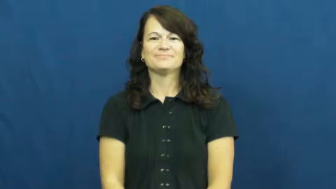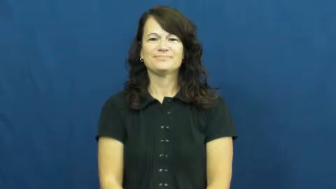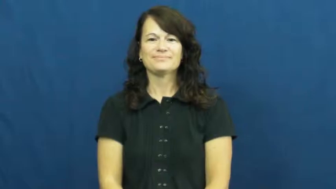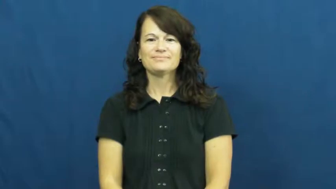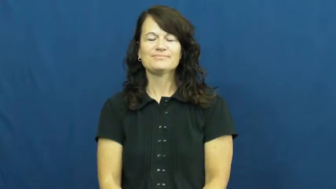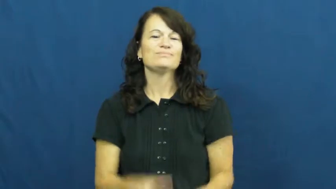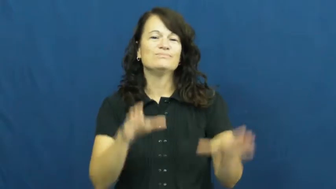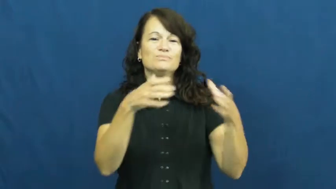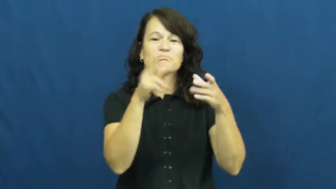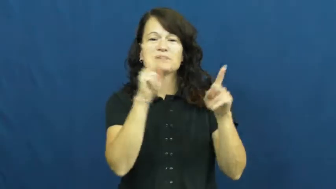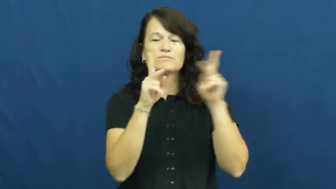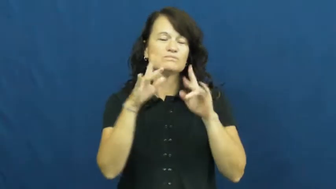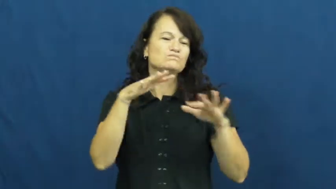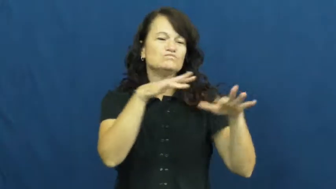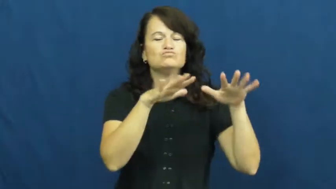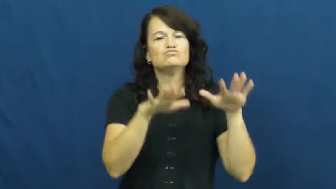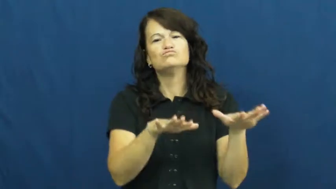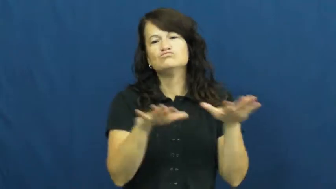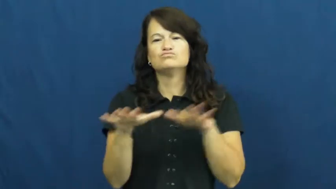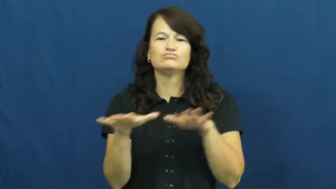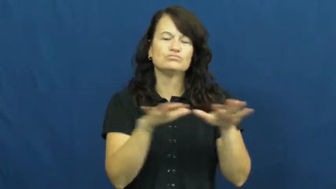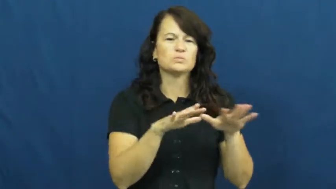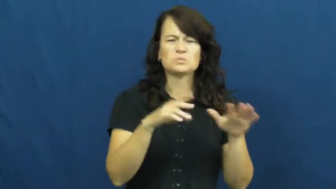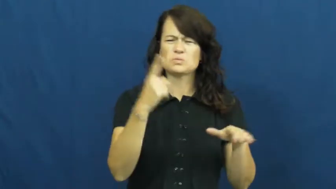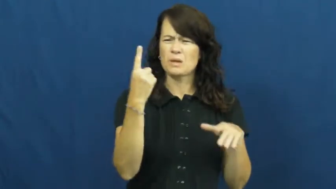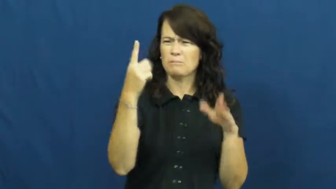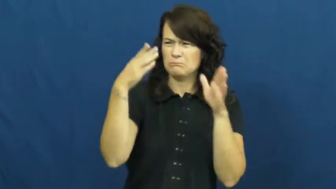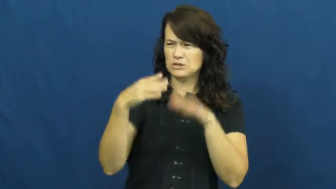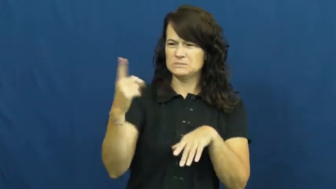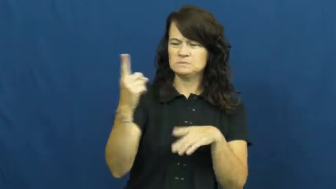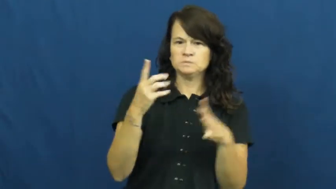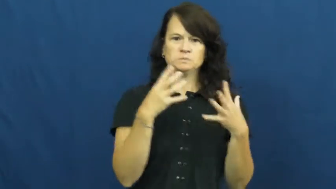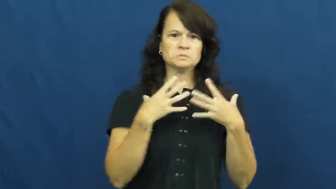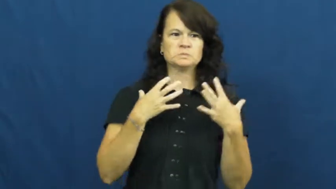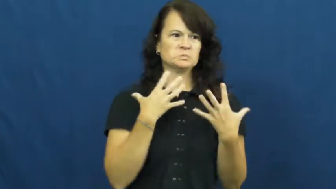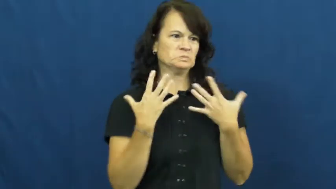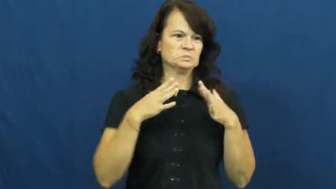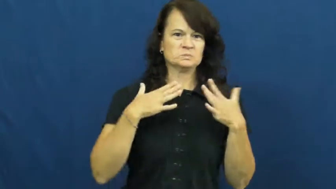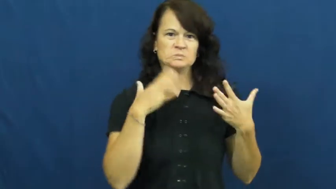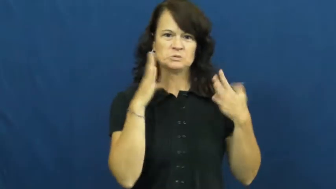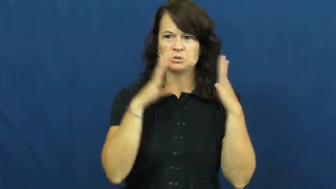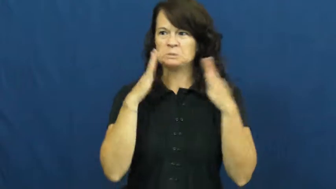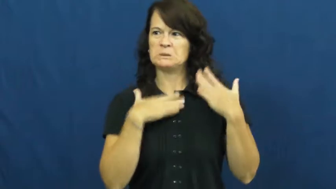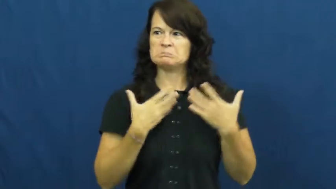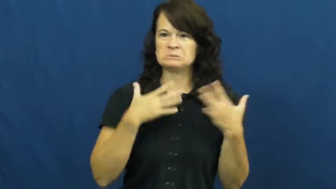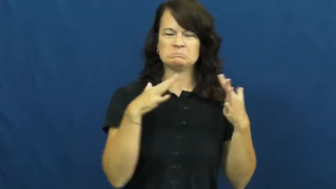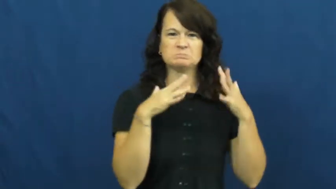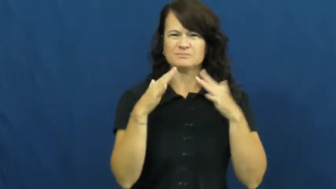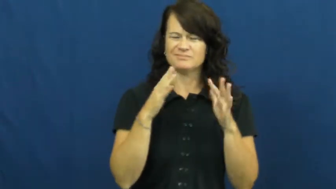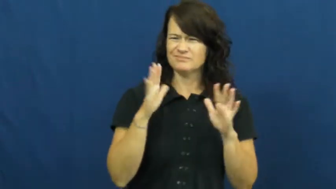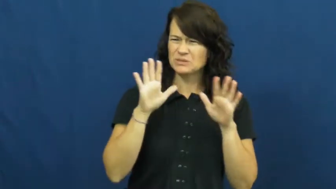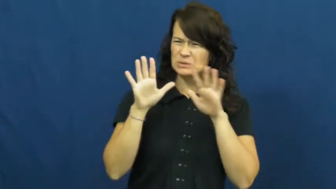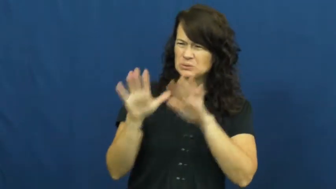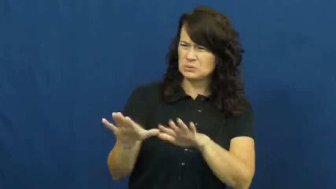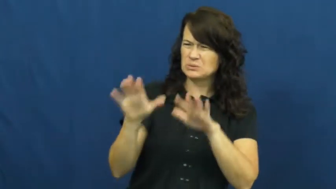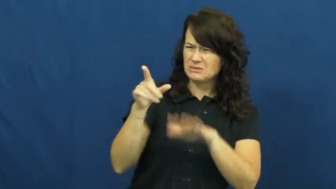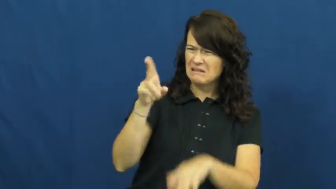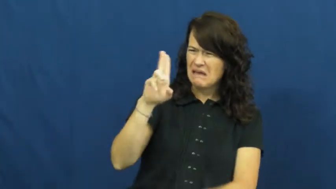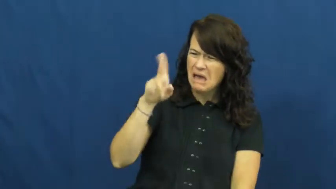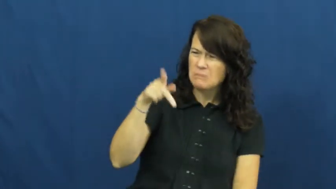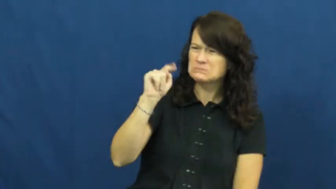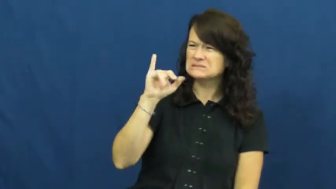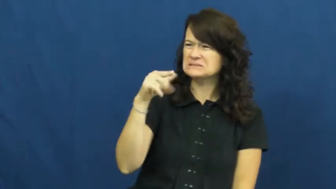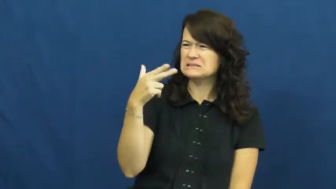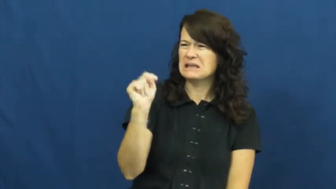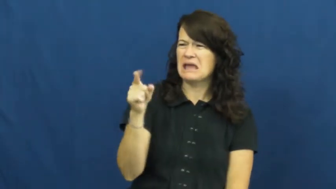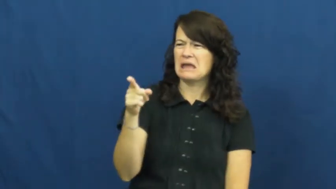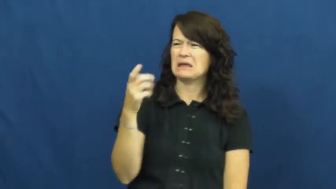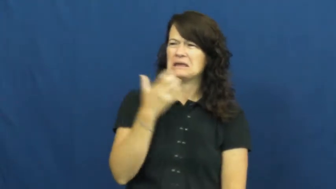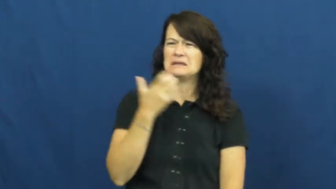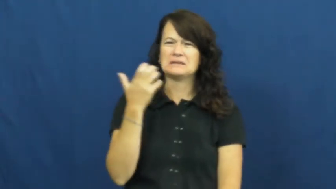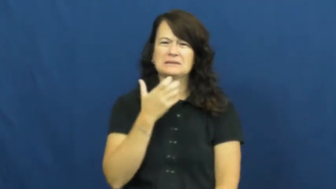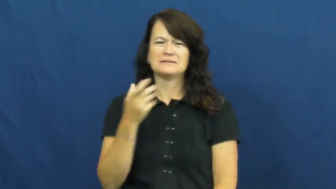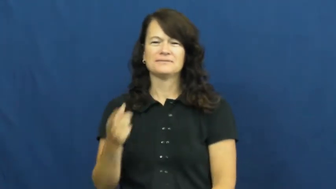uptight